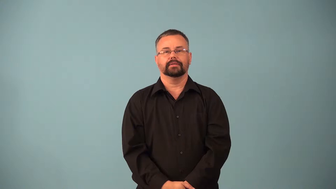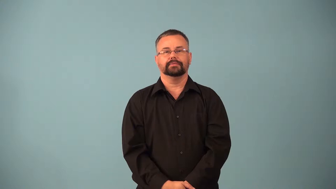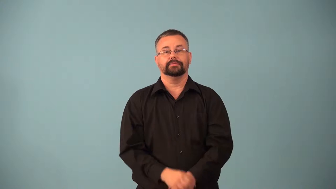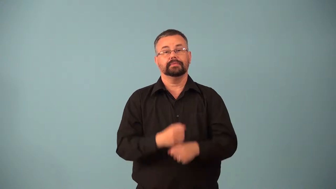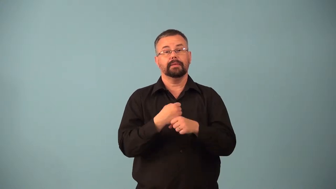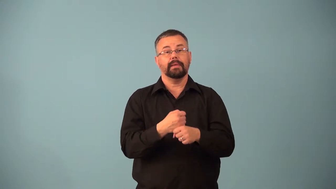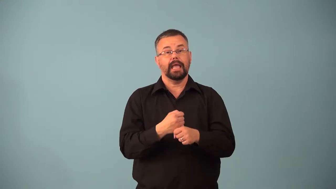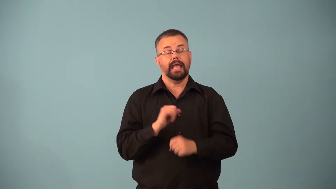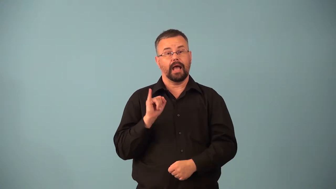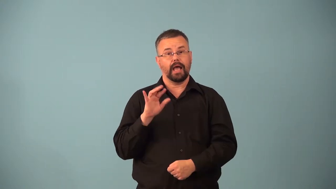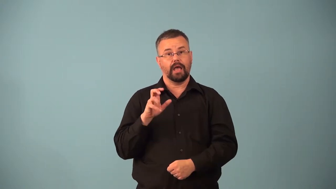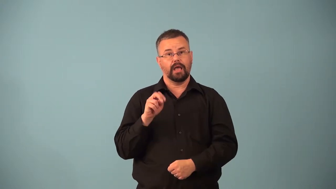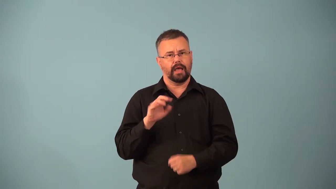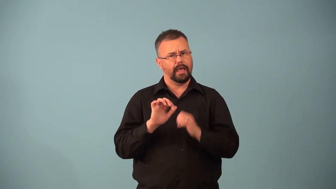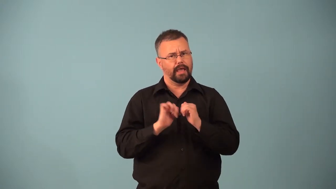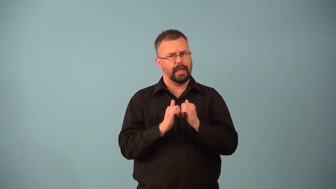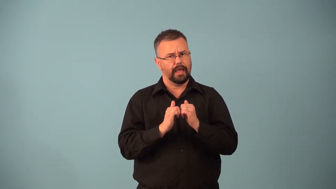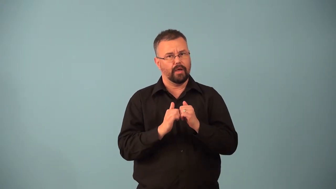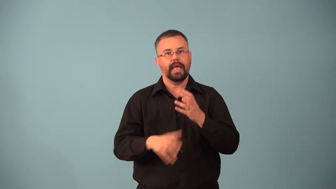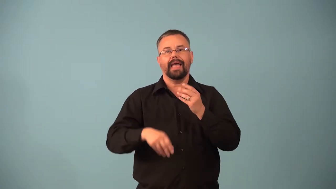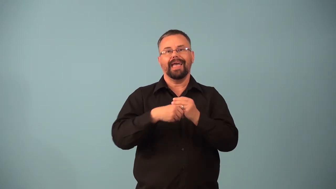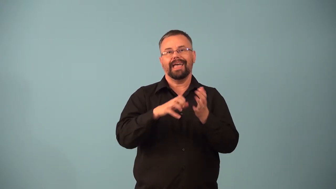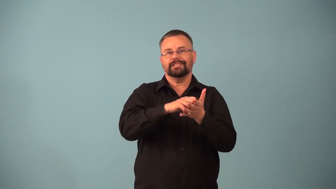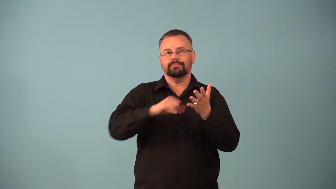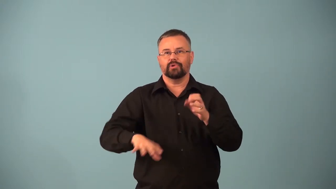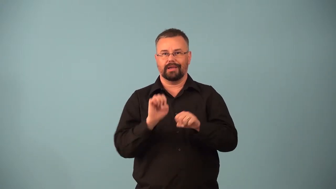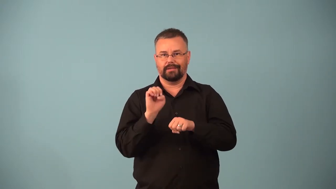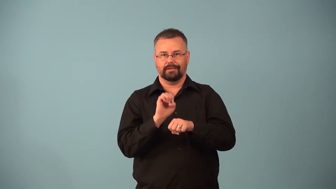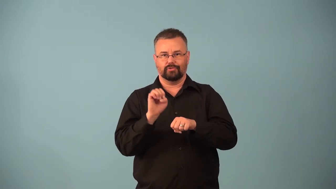ionization